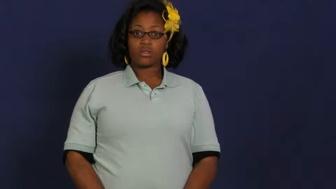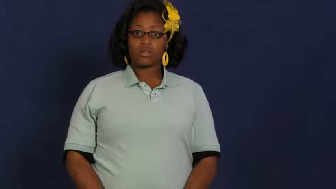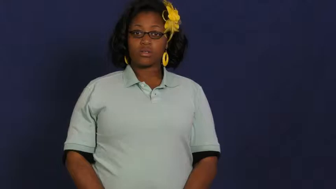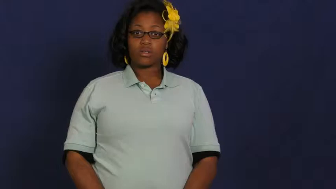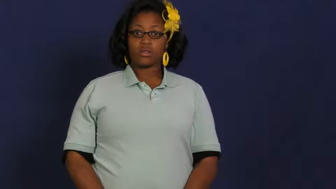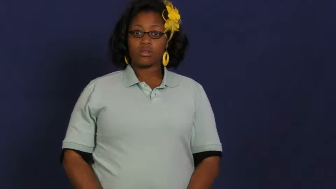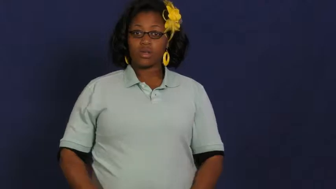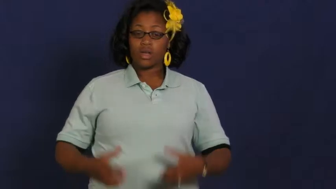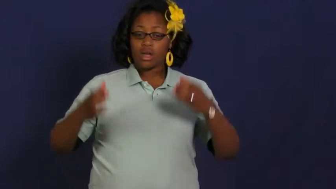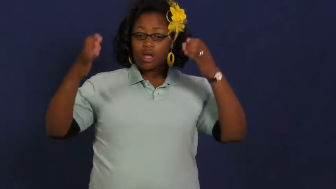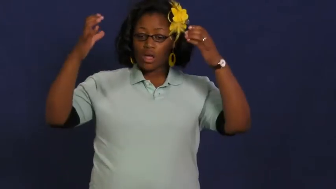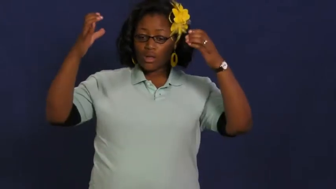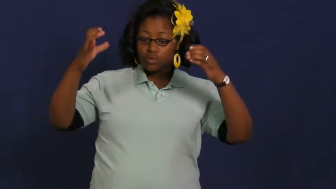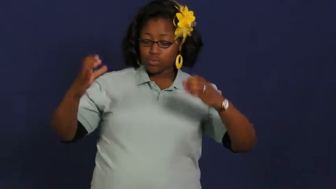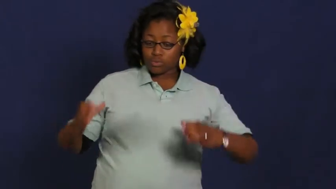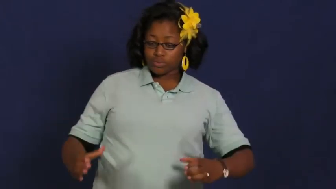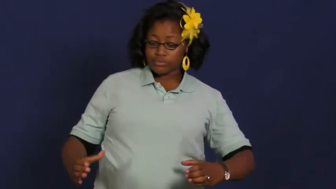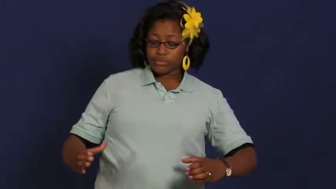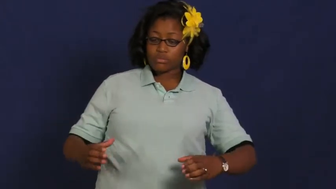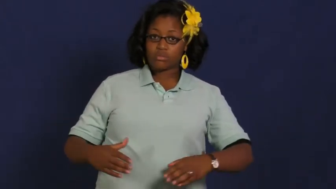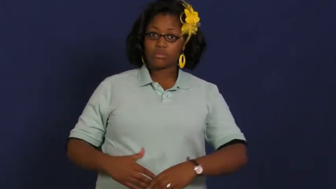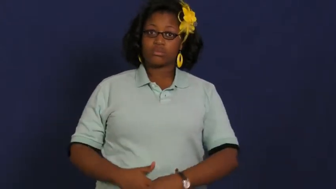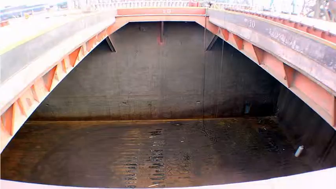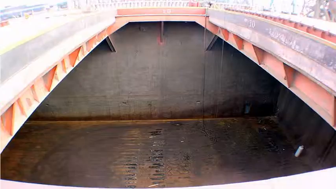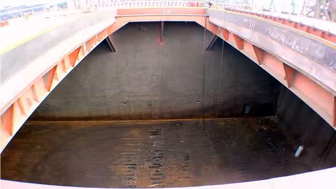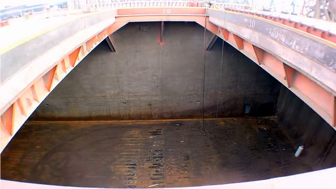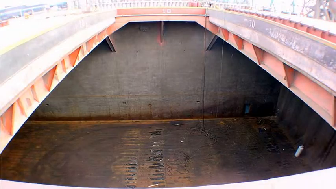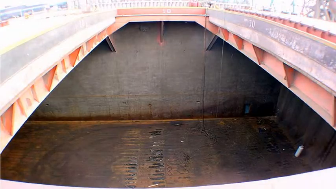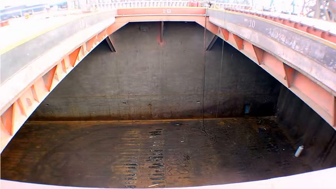well-deep compartment